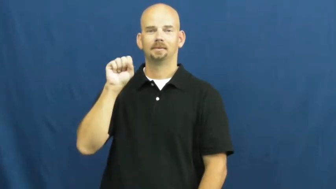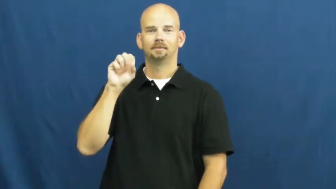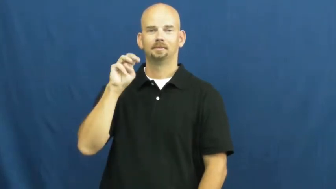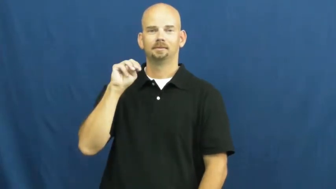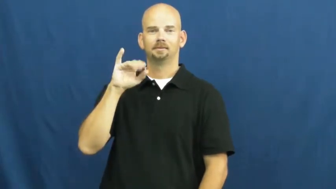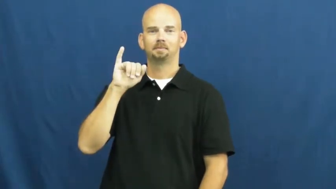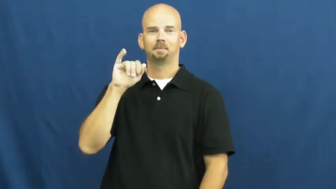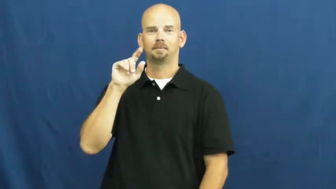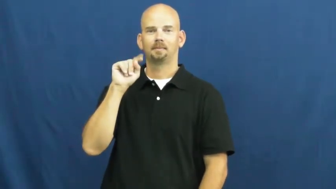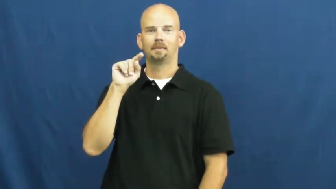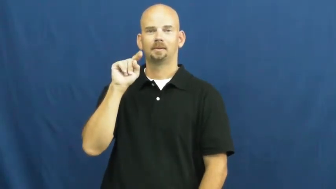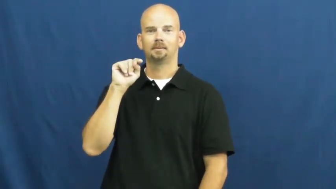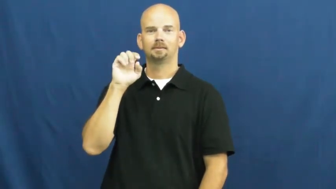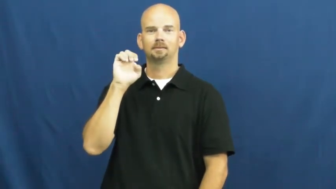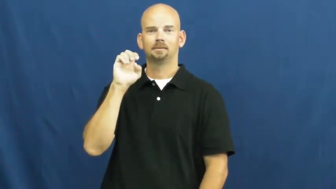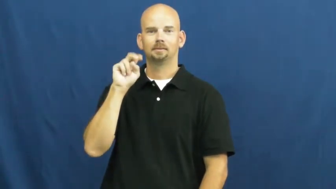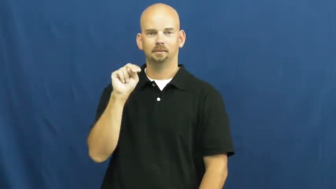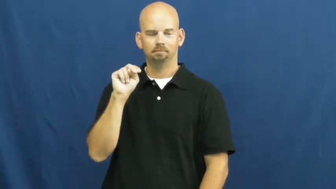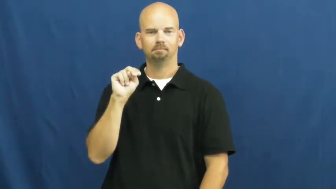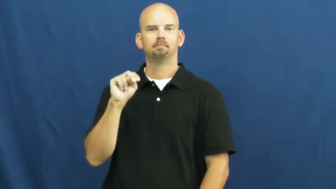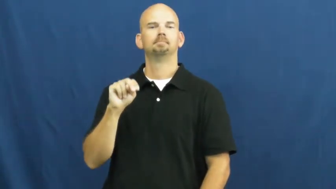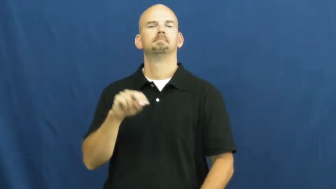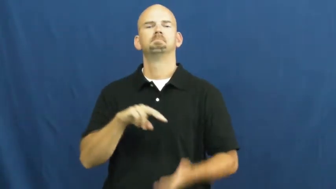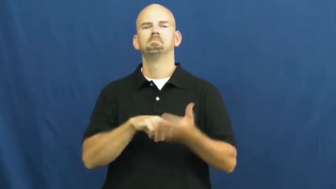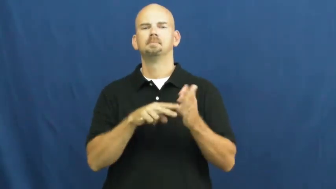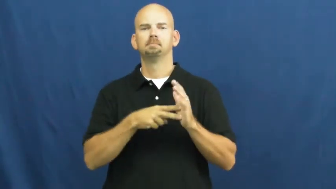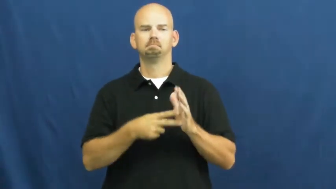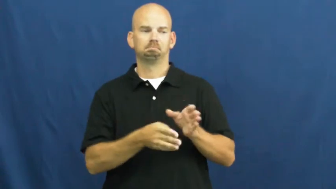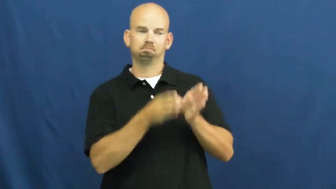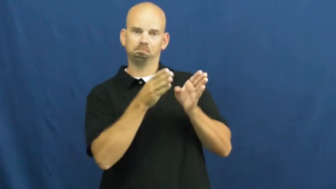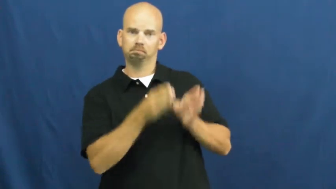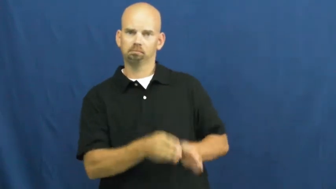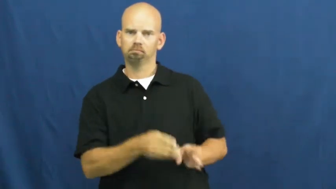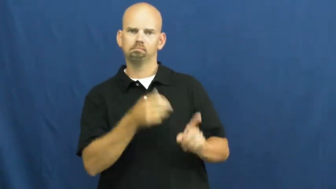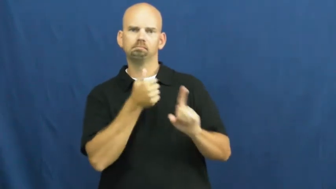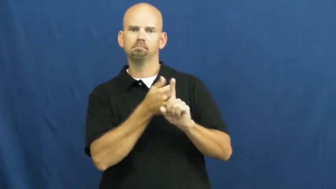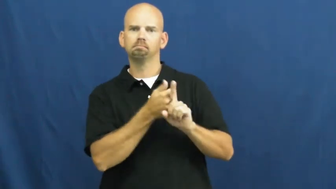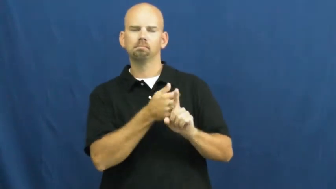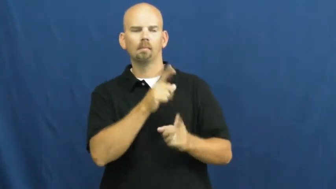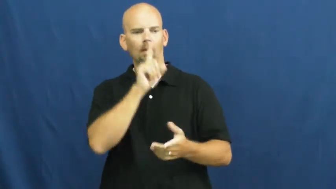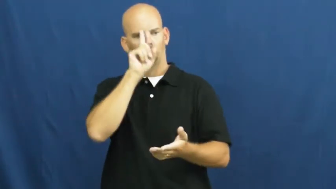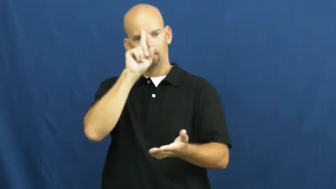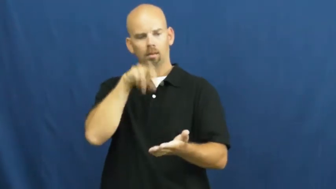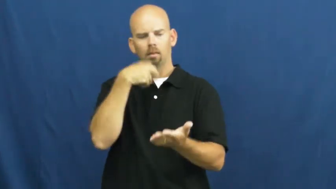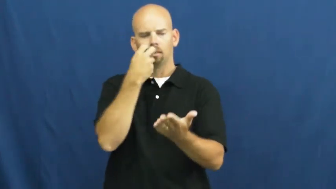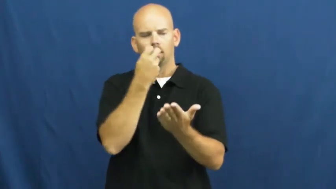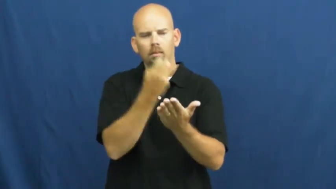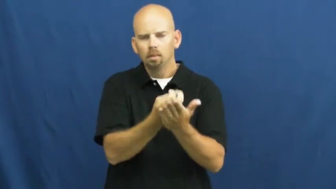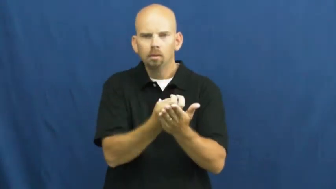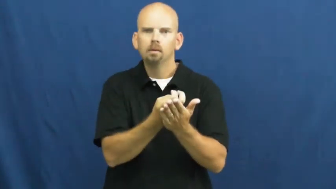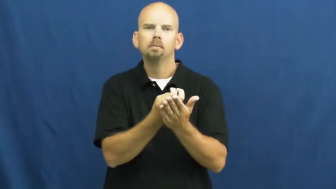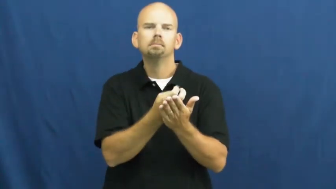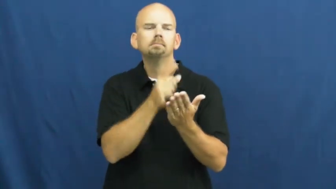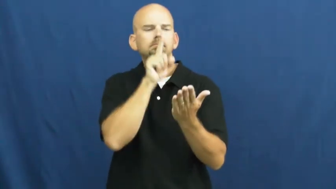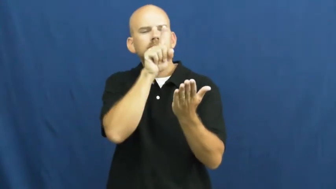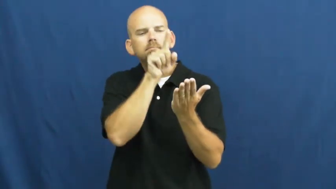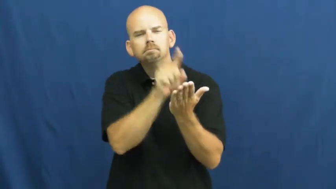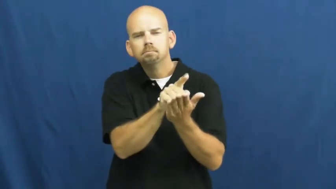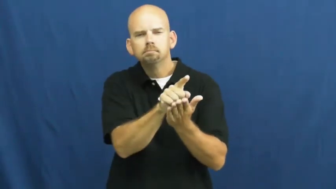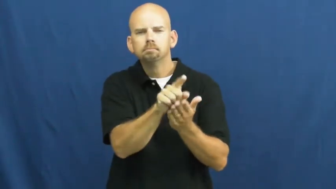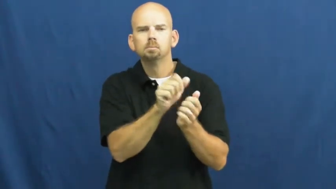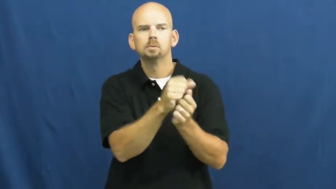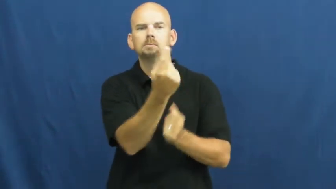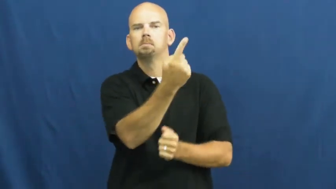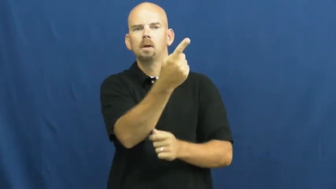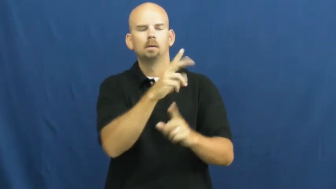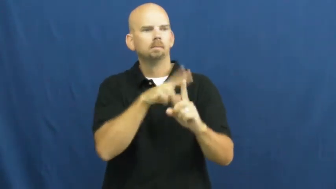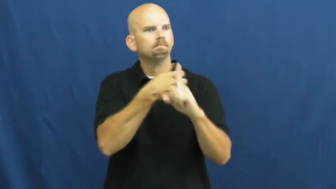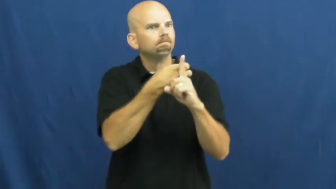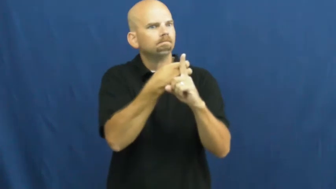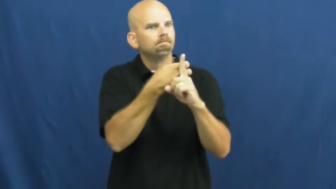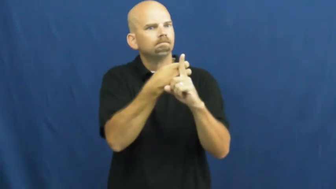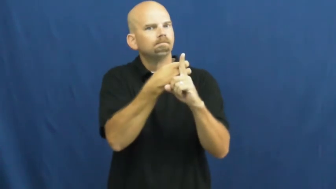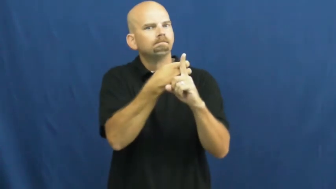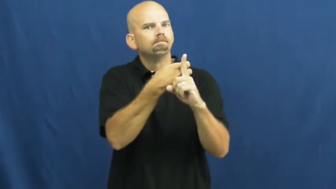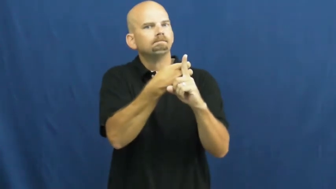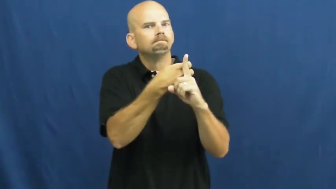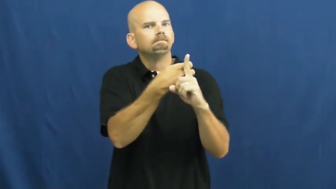smitten